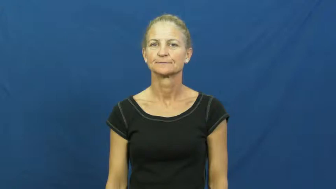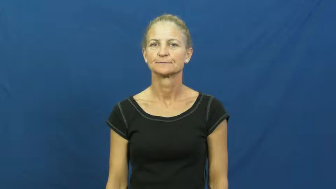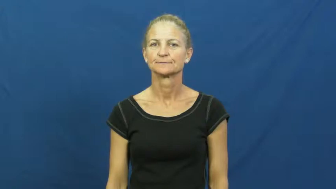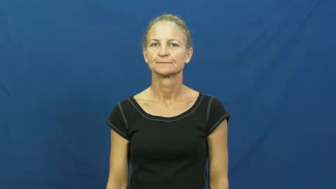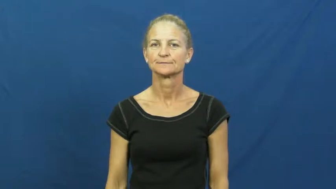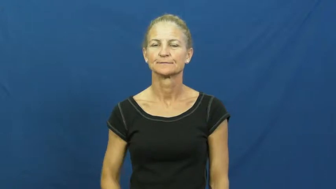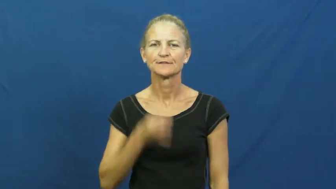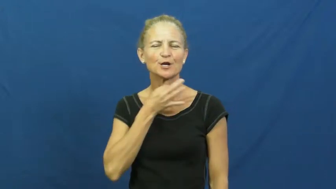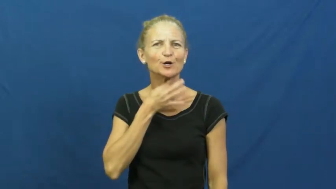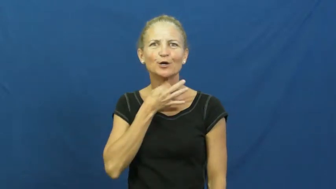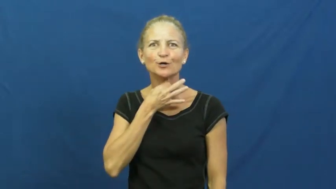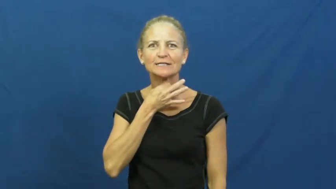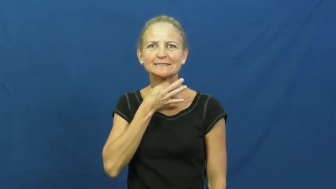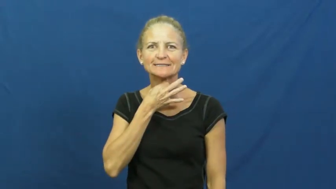curious